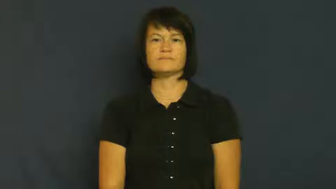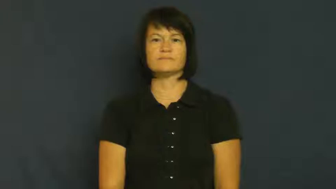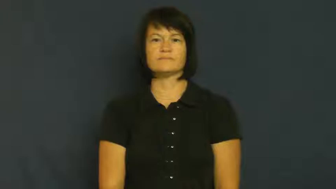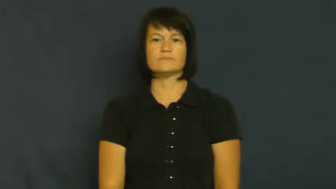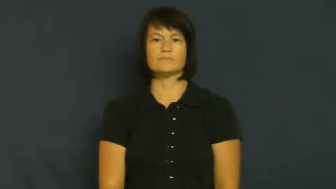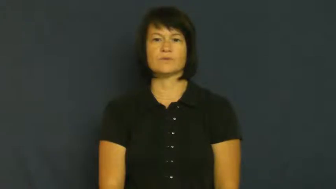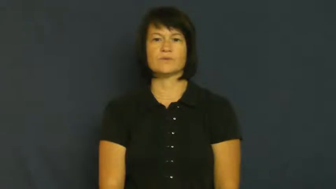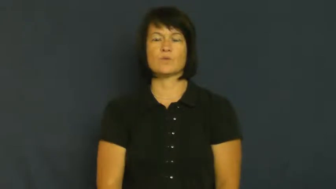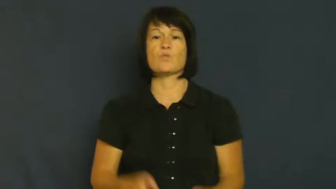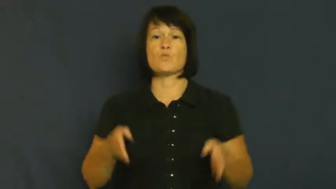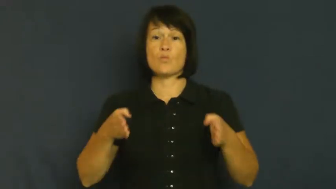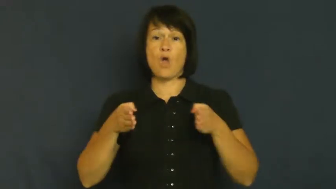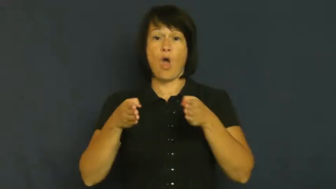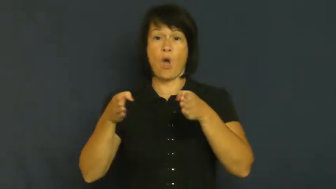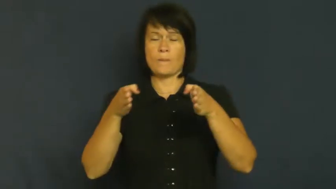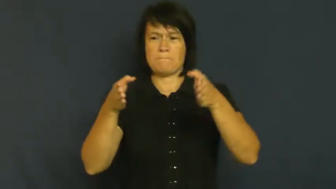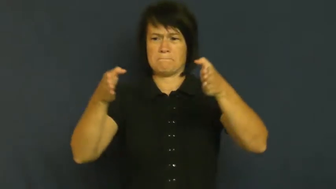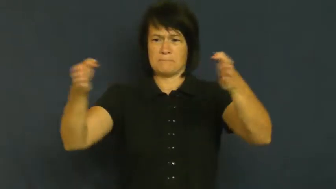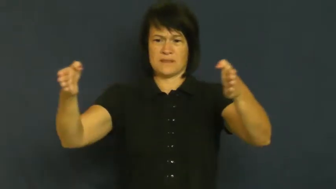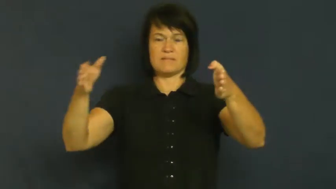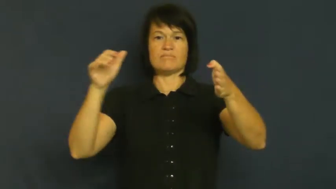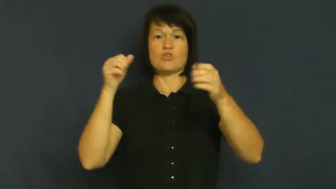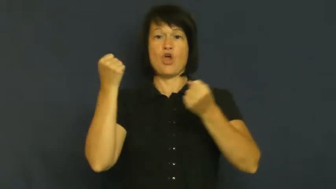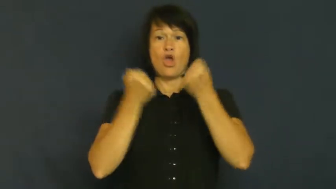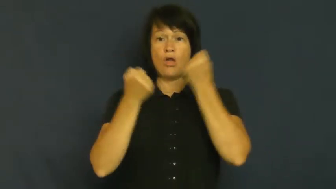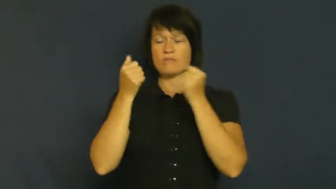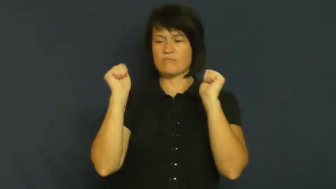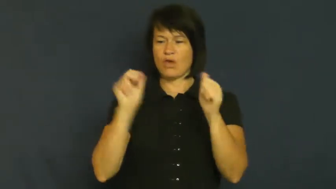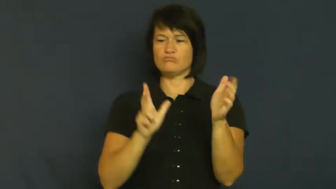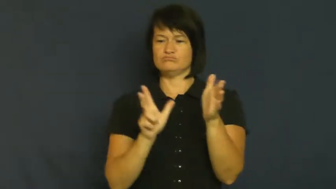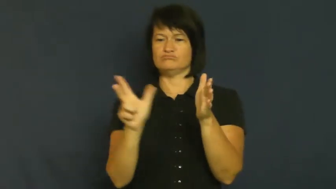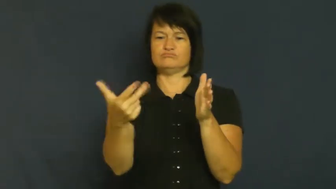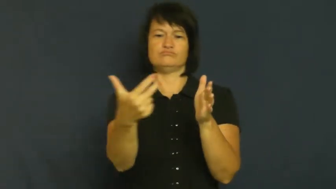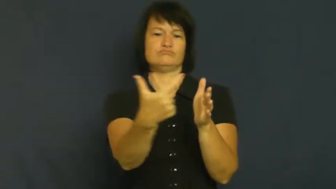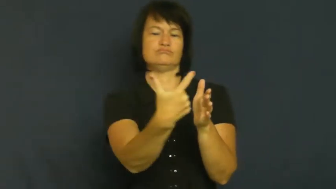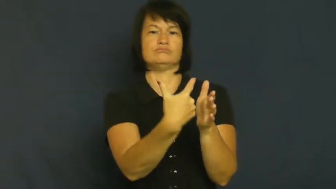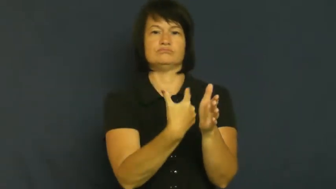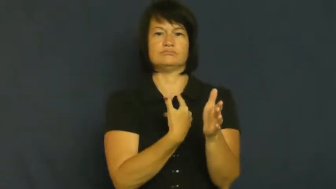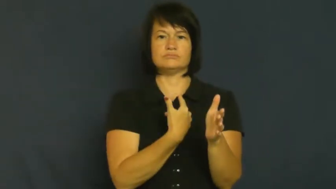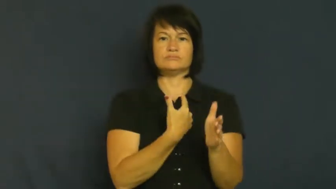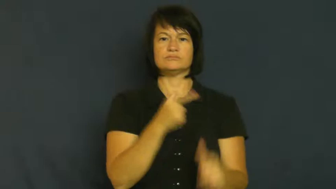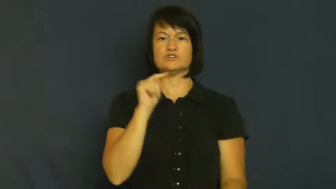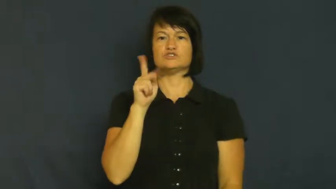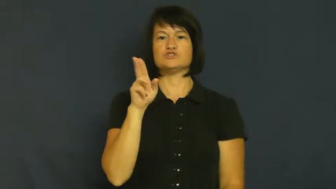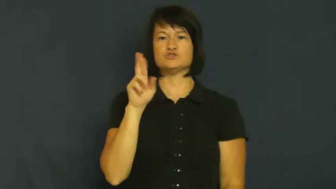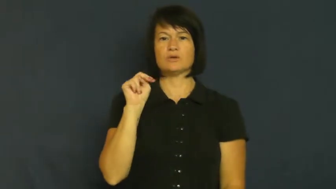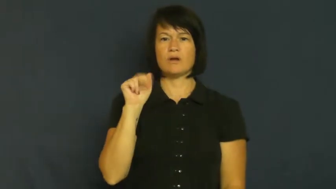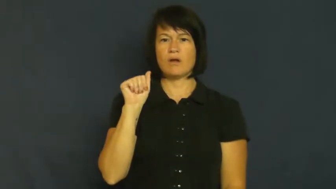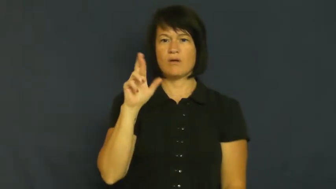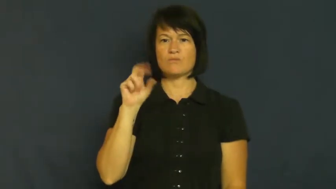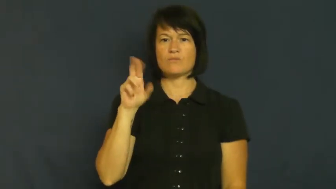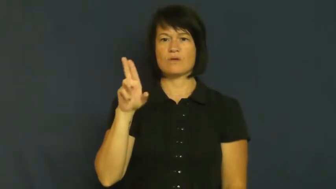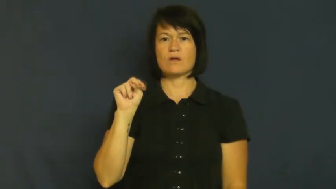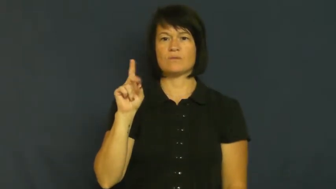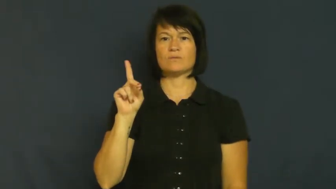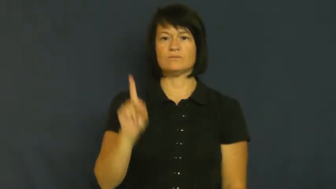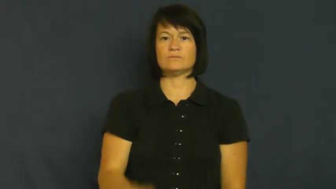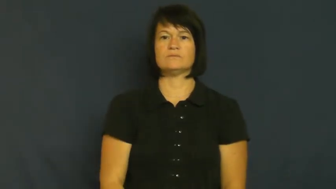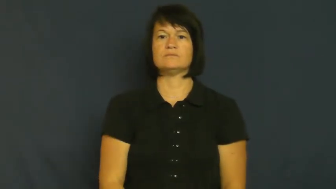turnaround-road